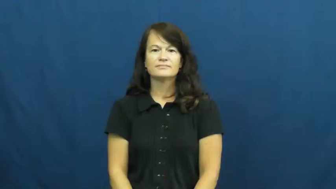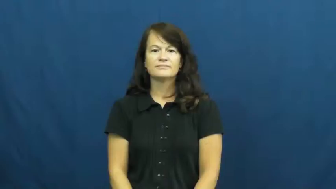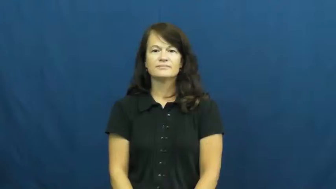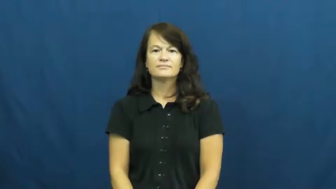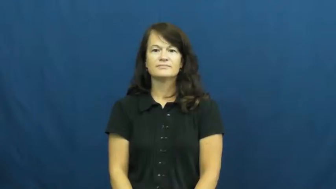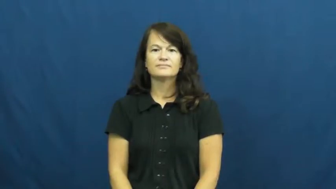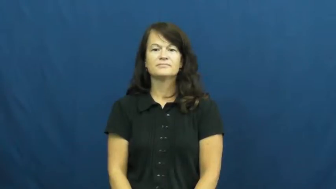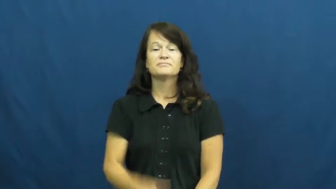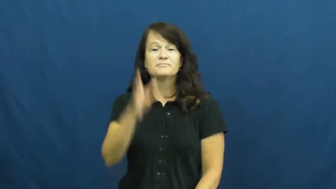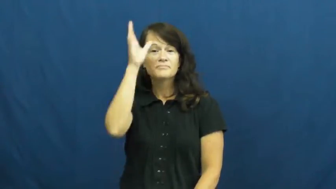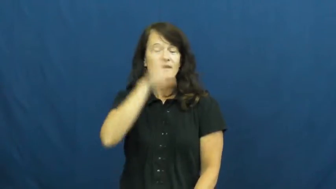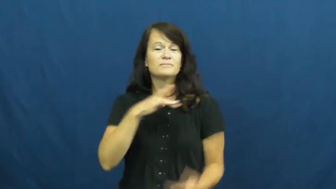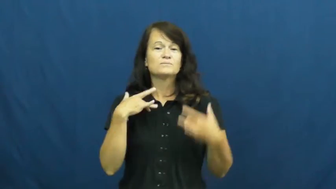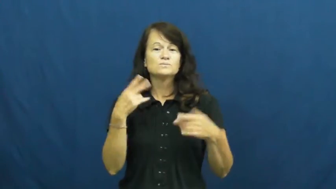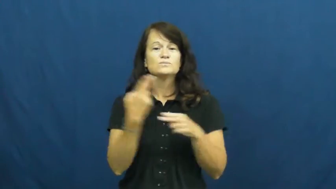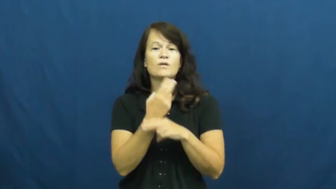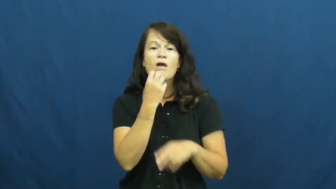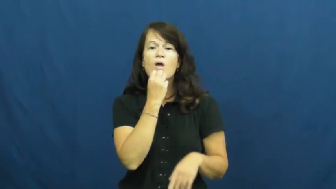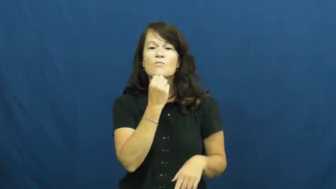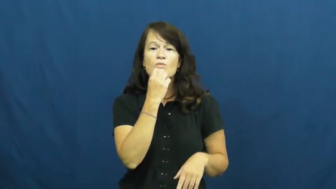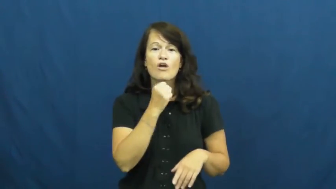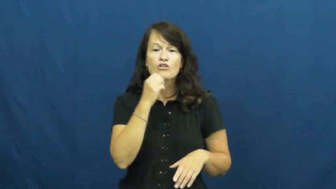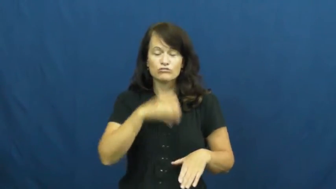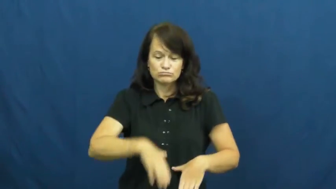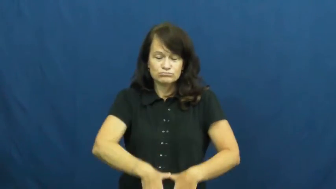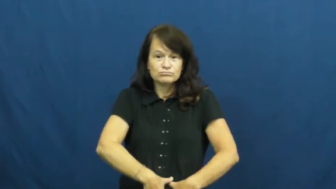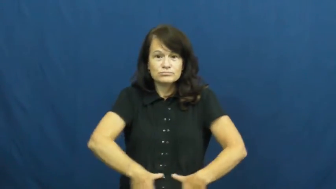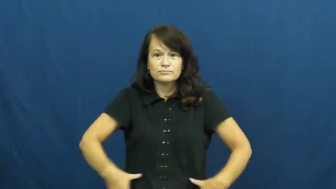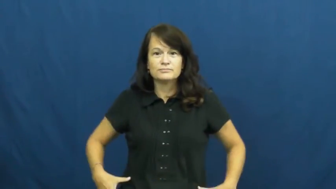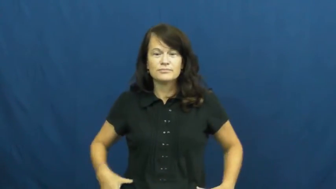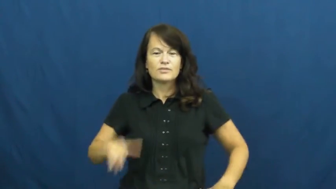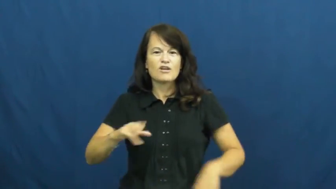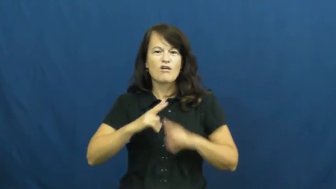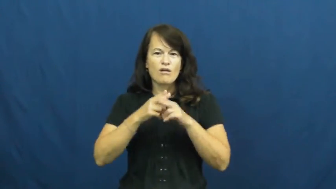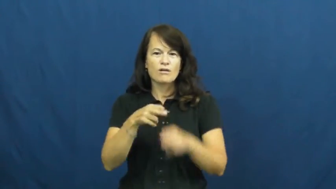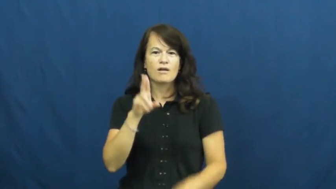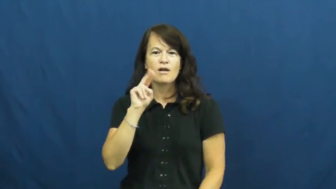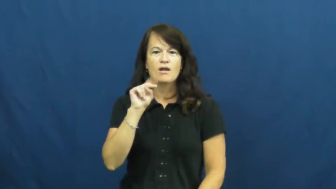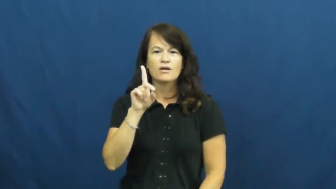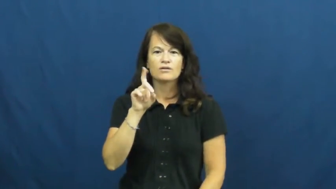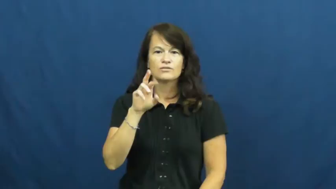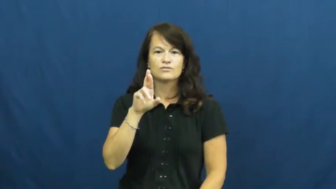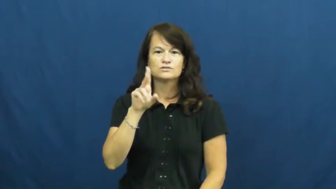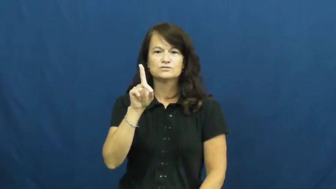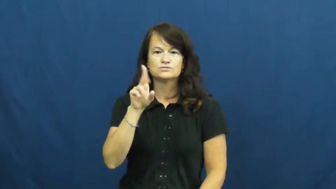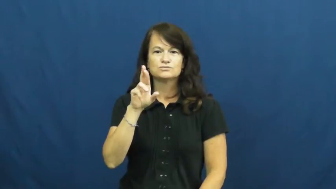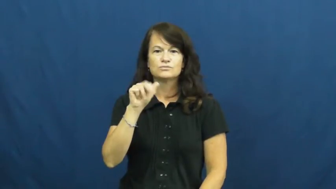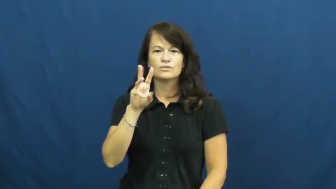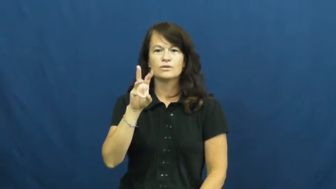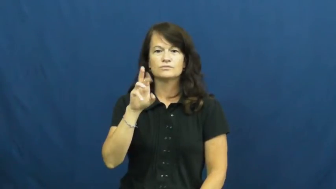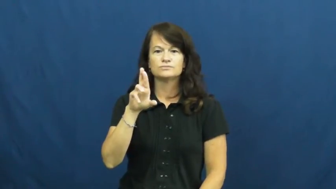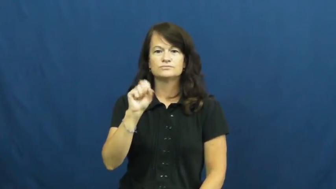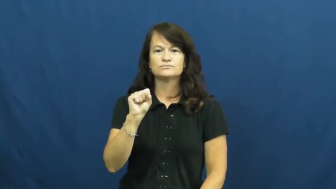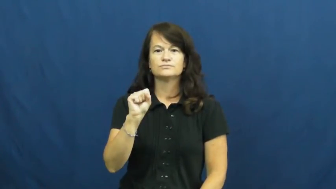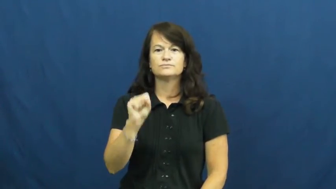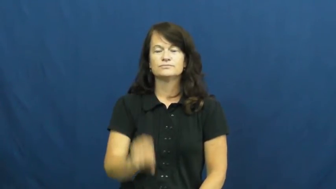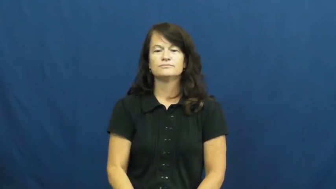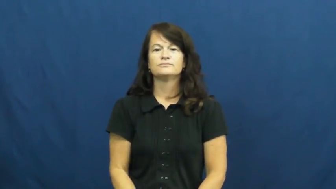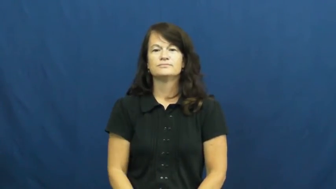underdrawers